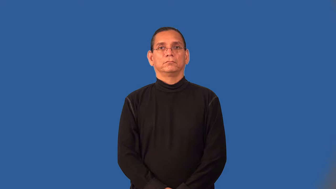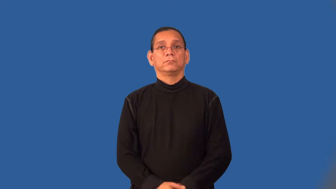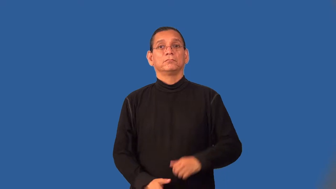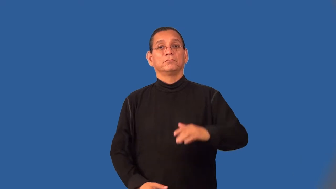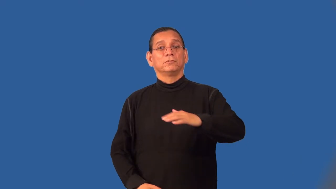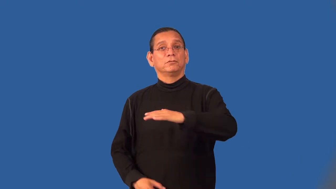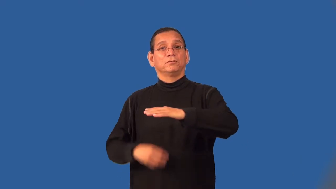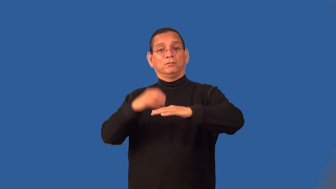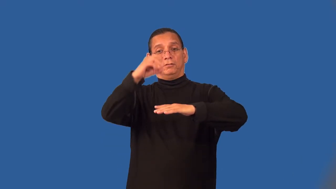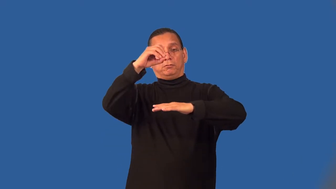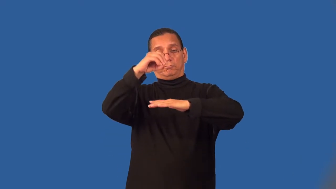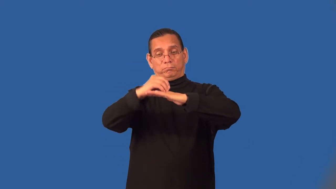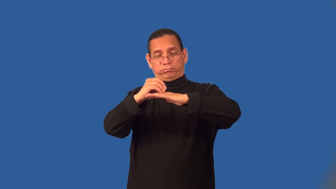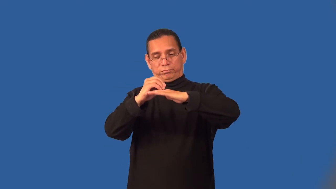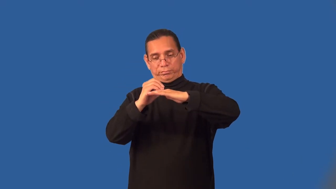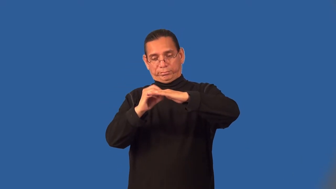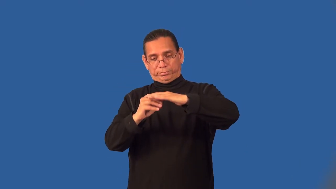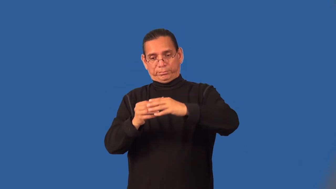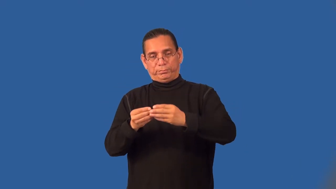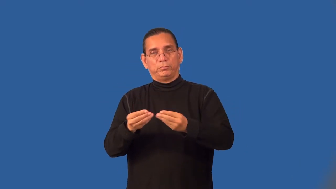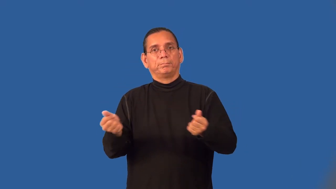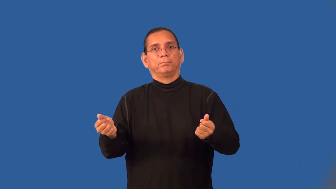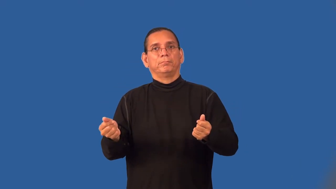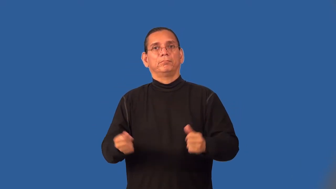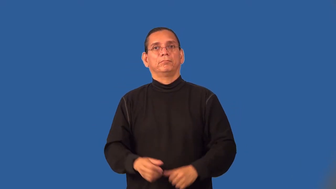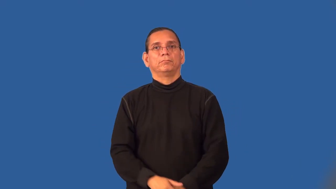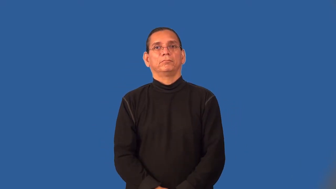soluble-dissolvable